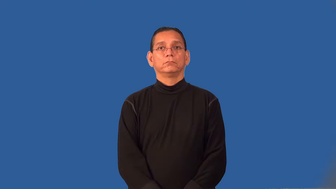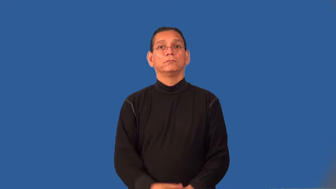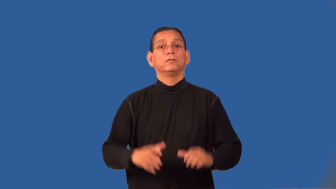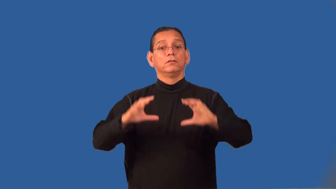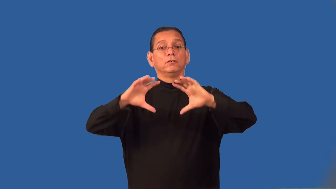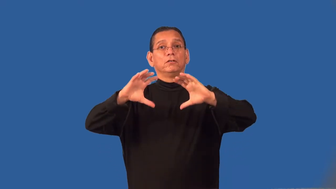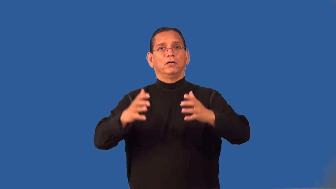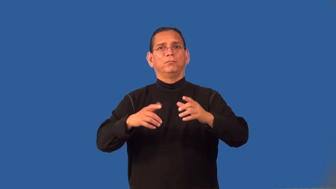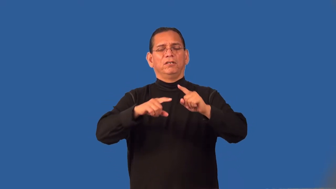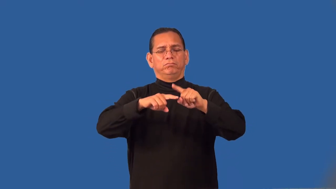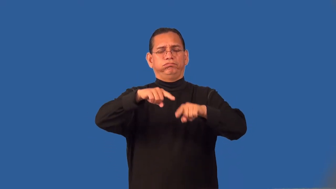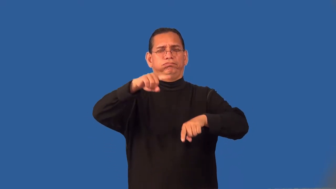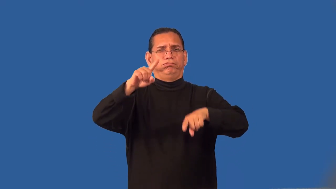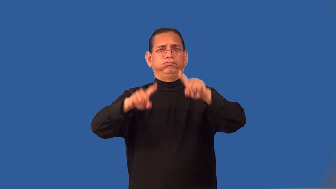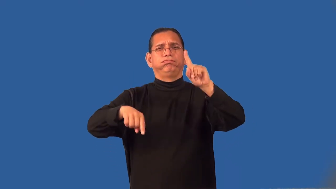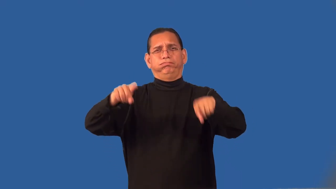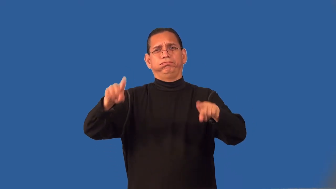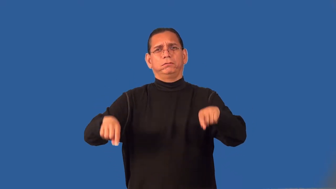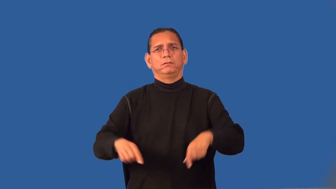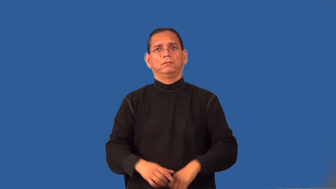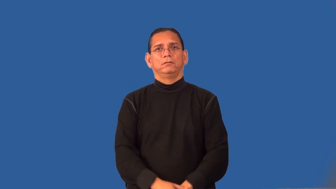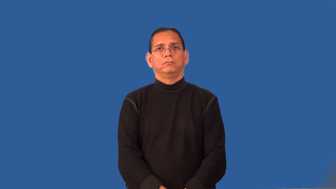range,gamut,sundry,odds and ends